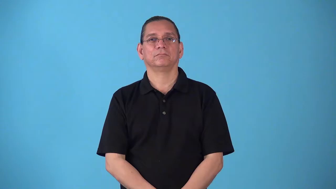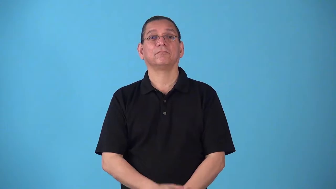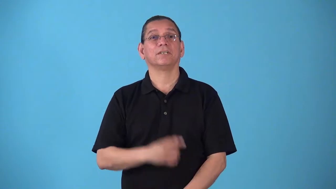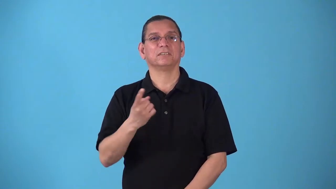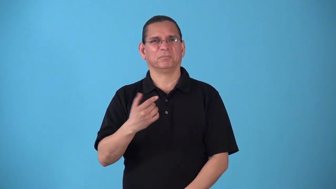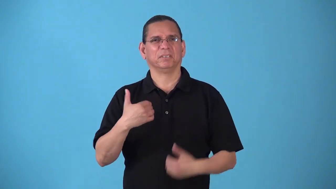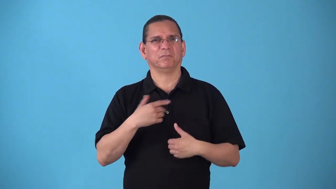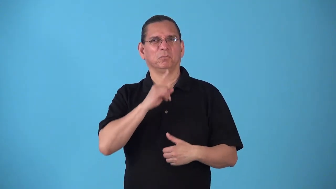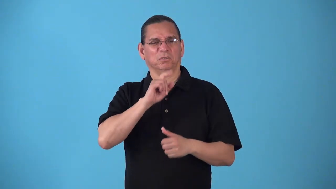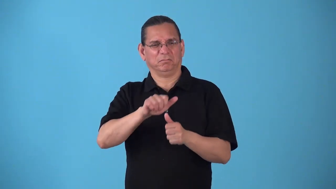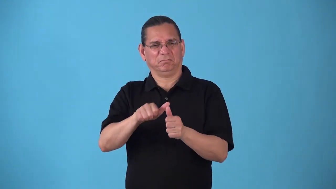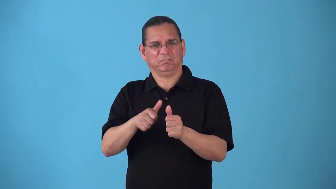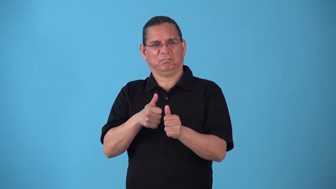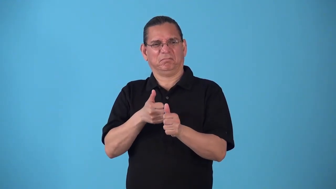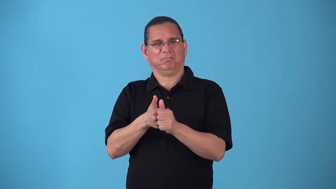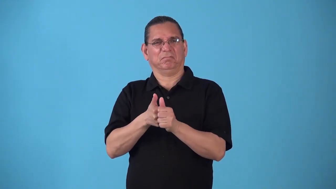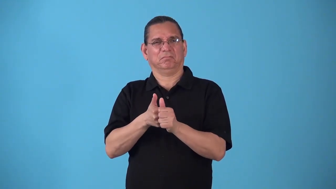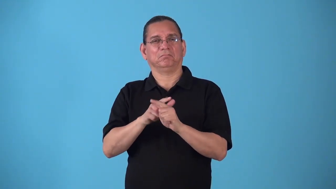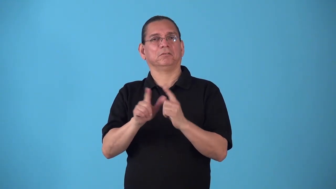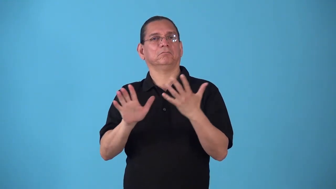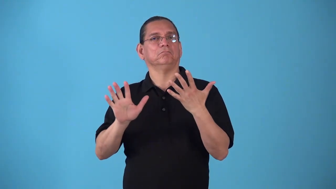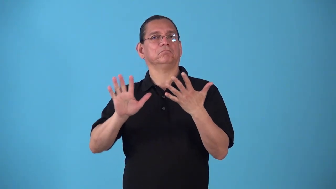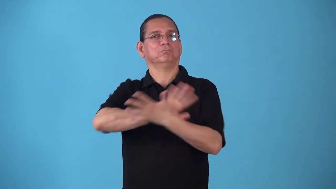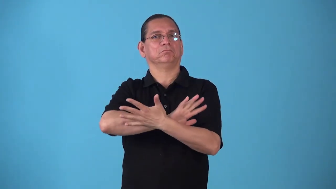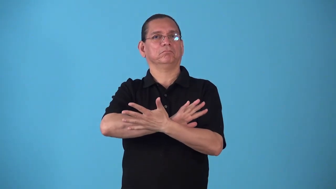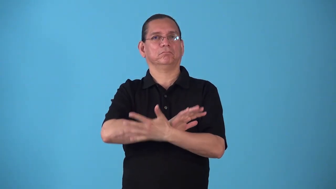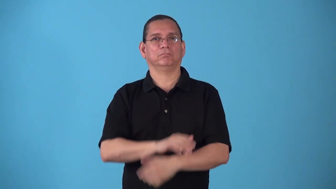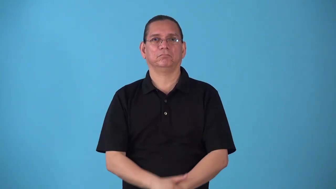smokescreen-something to cover real intentions